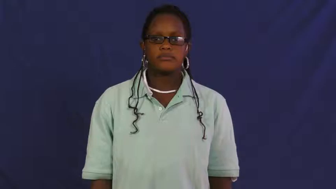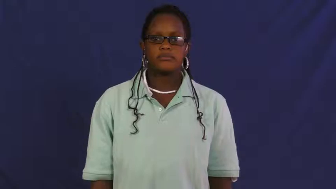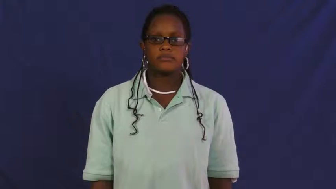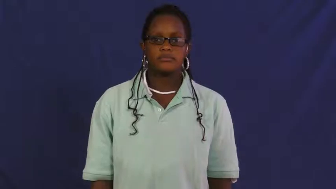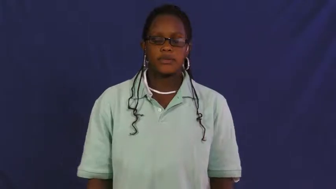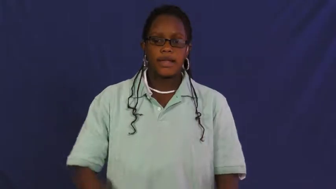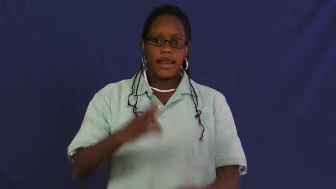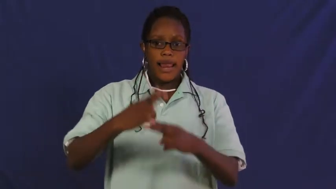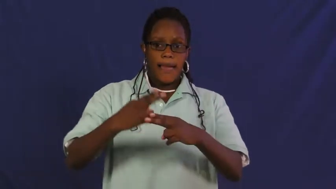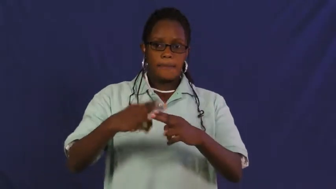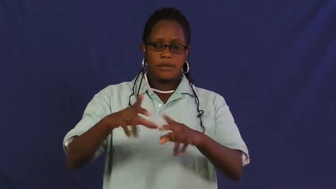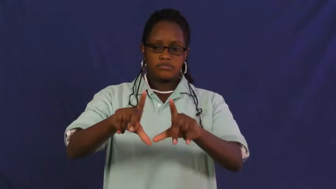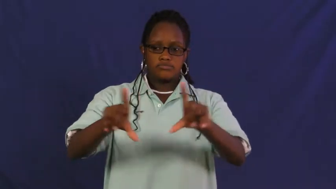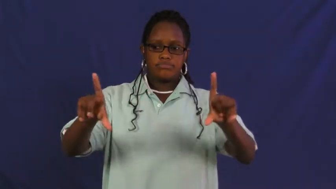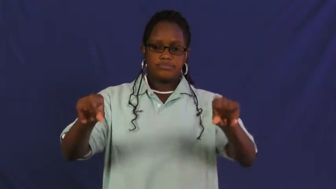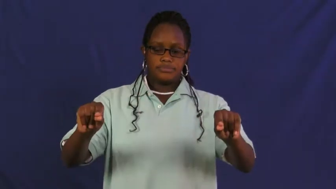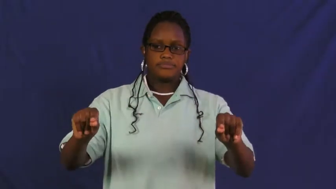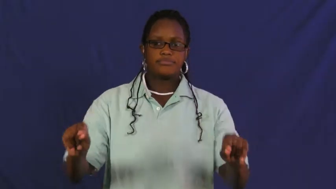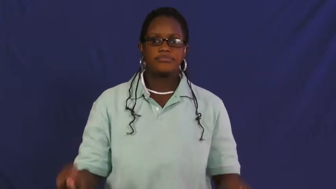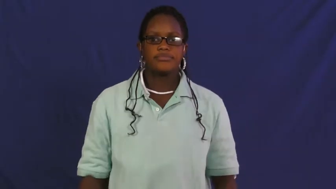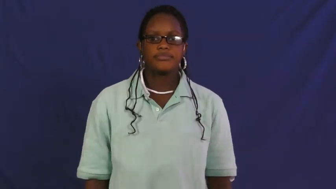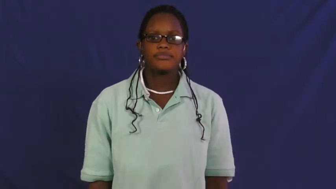placard